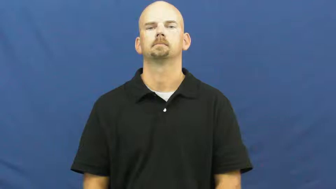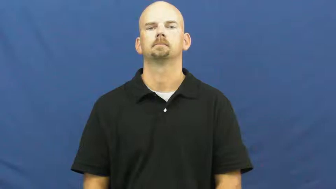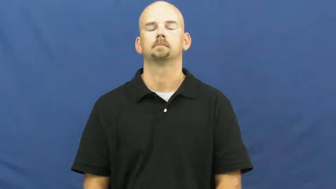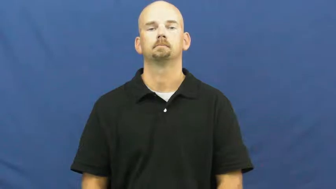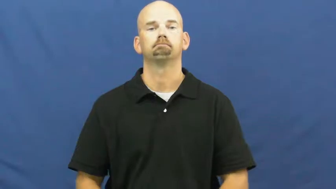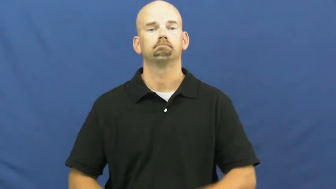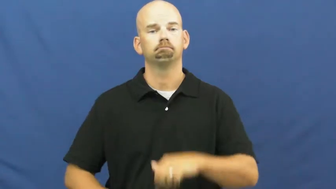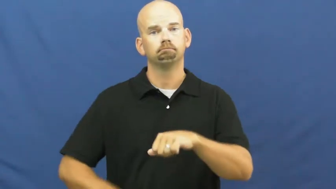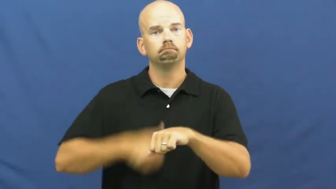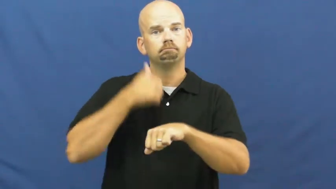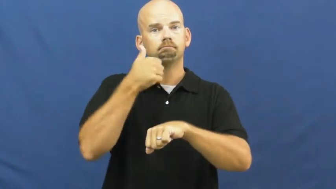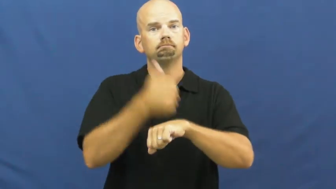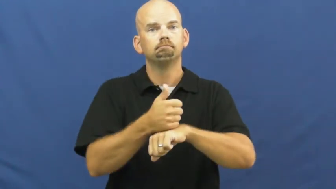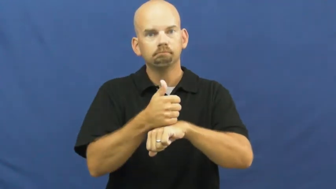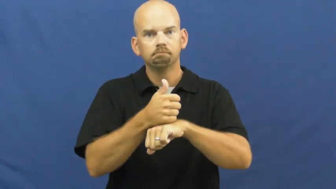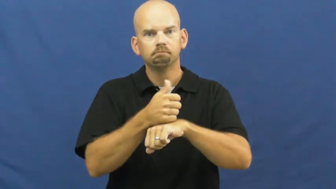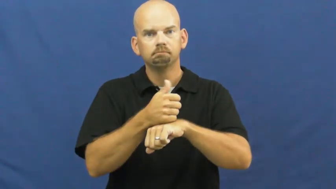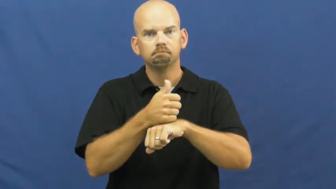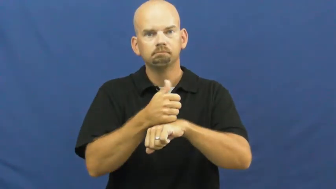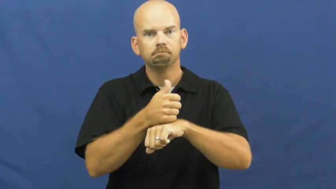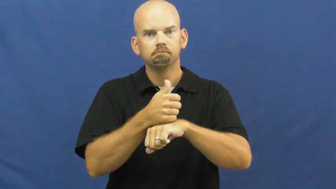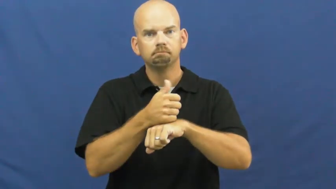lay down,set forth,given-establish